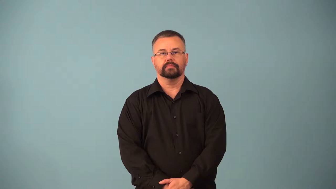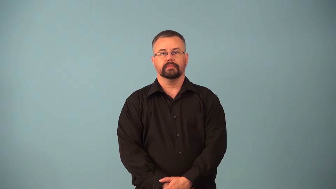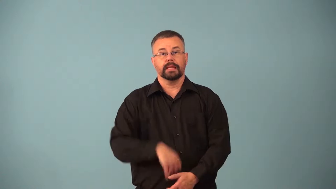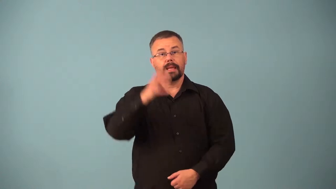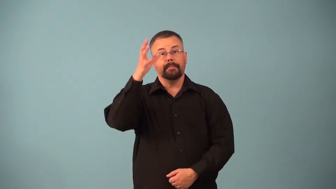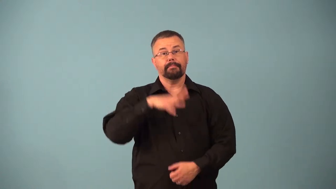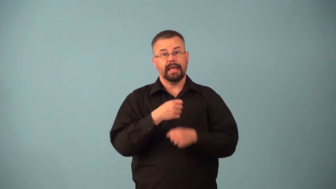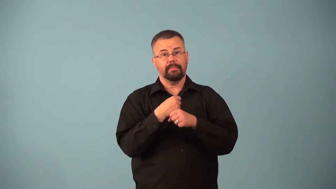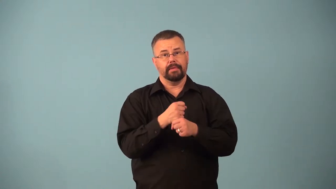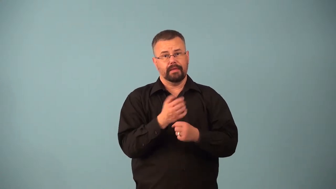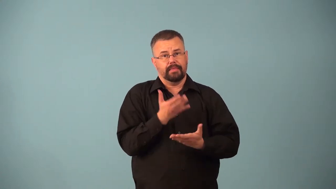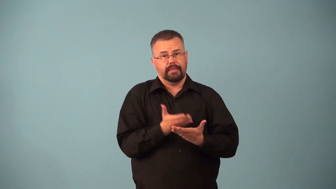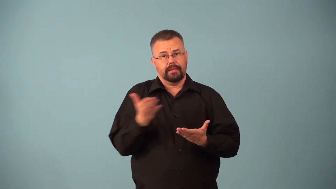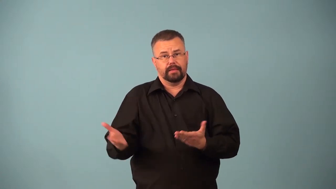artifact